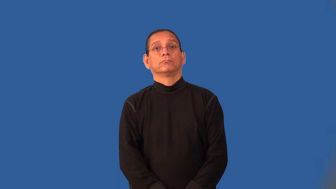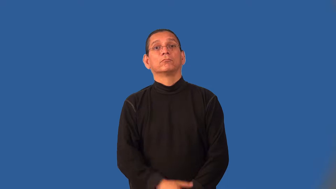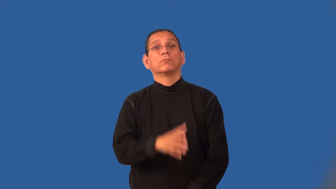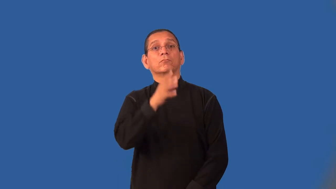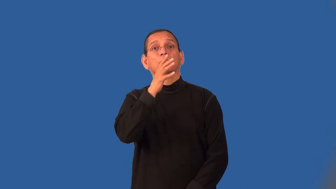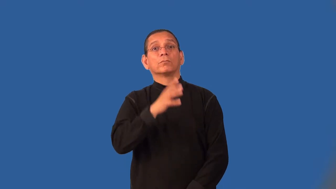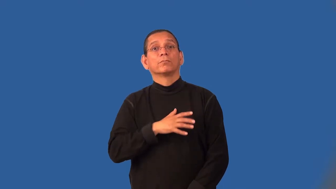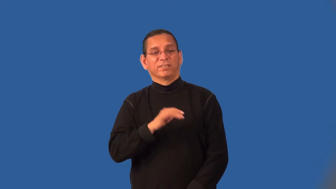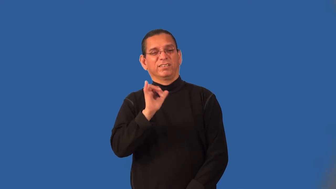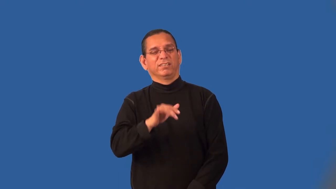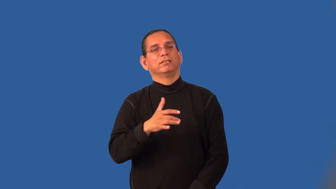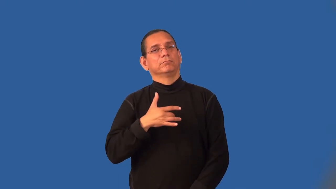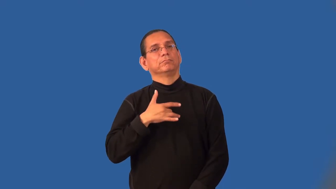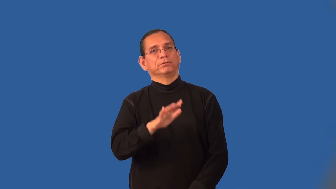ladylike